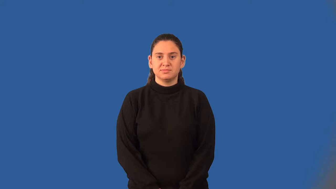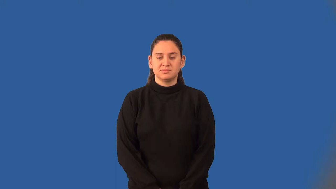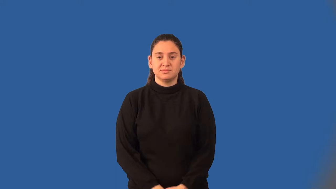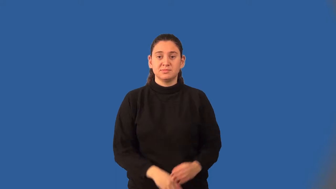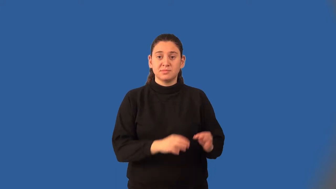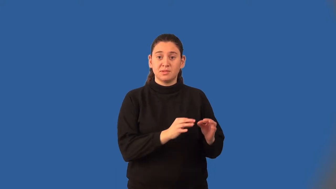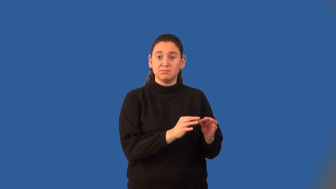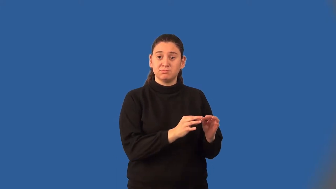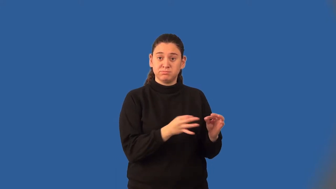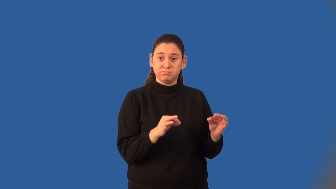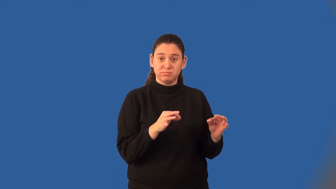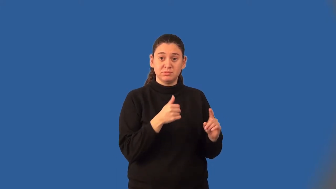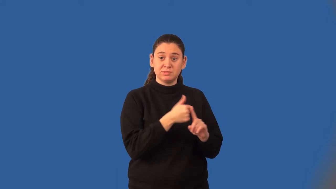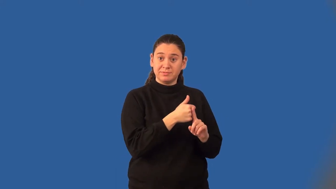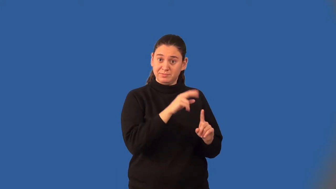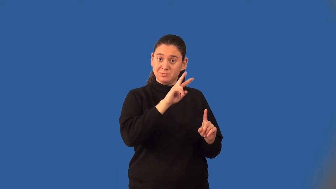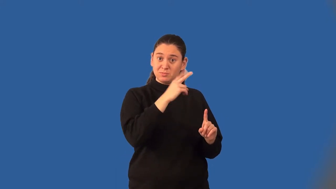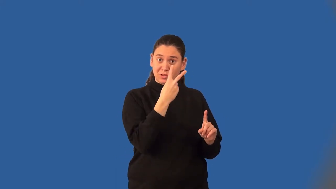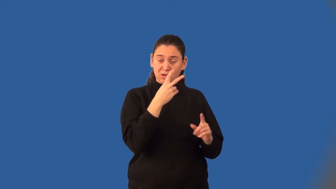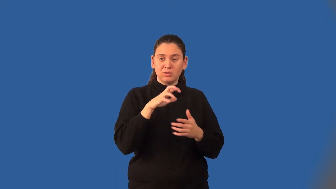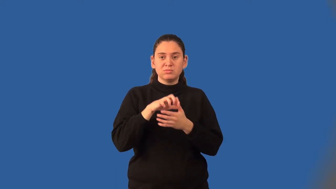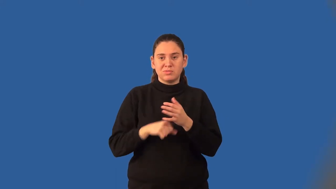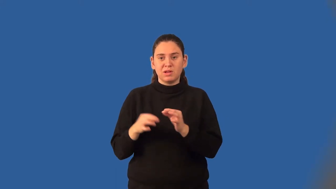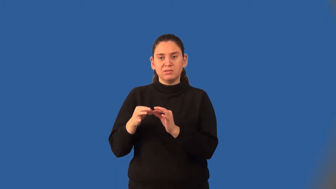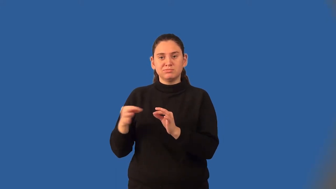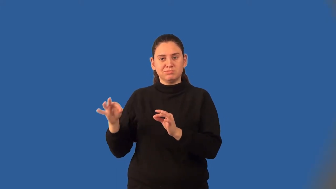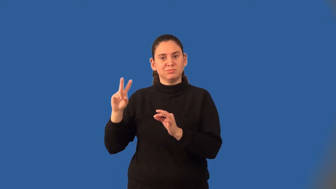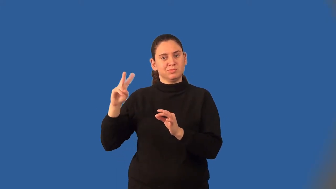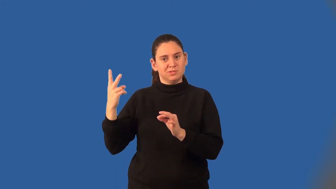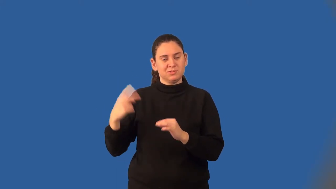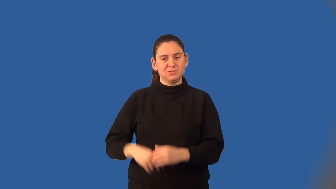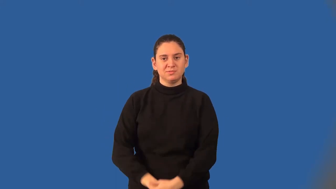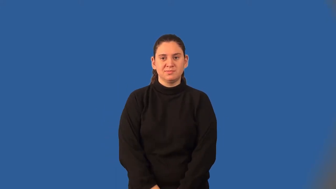difference of squares